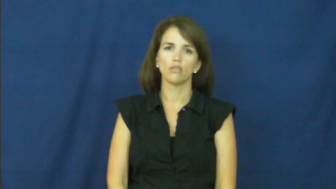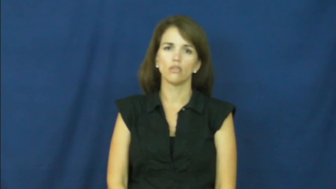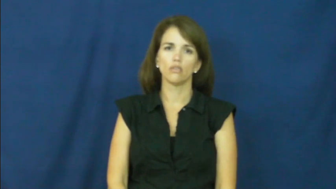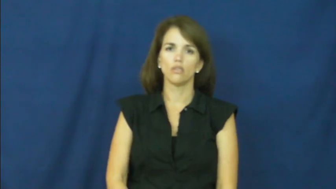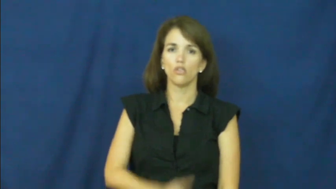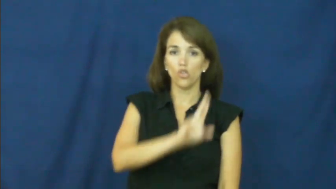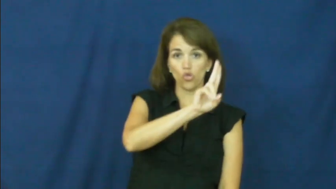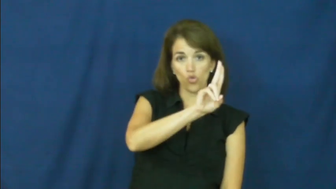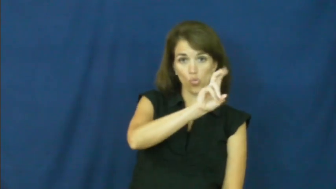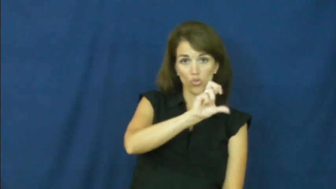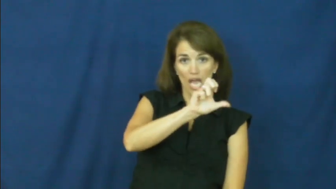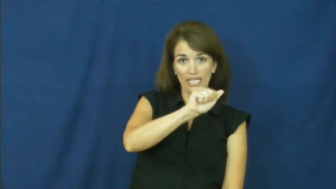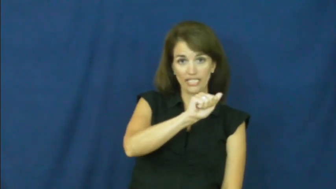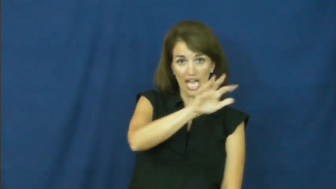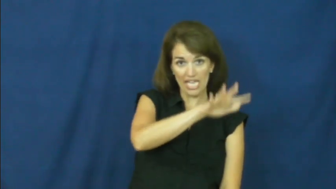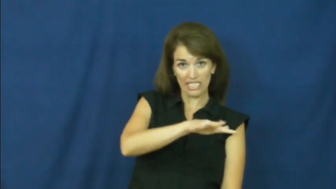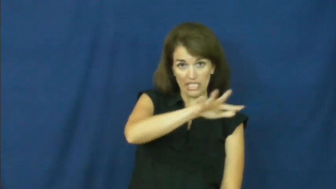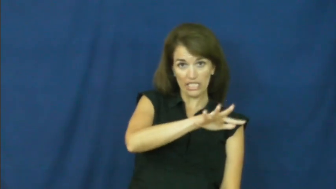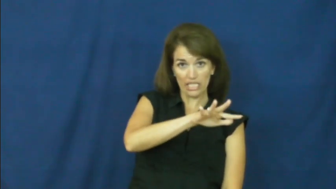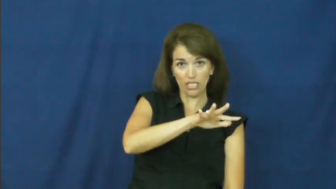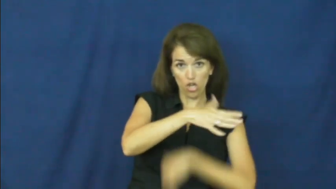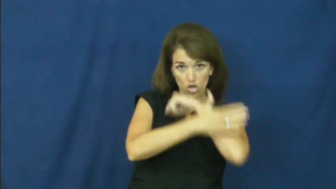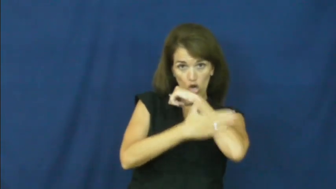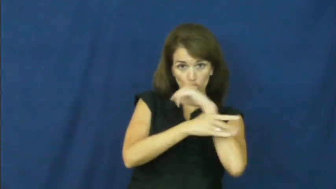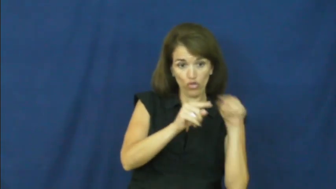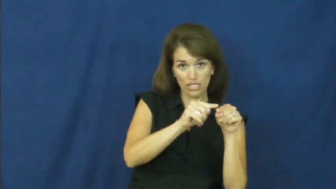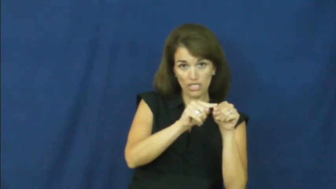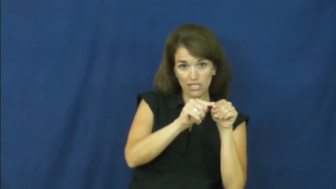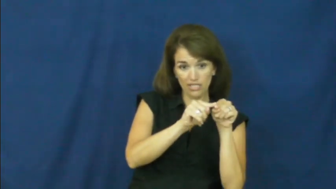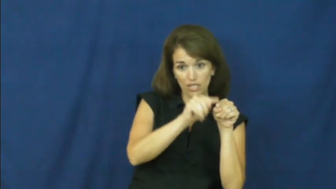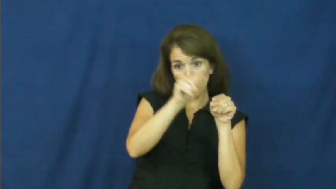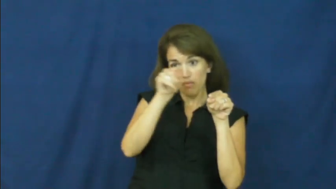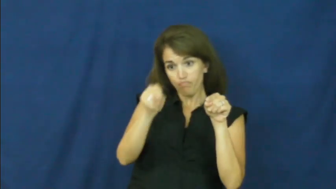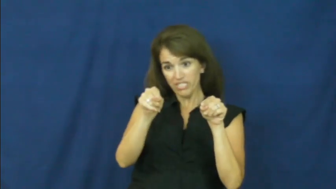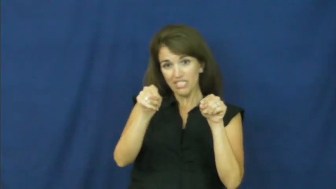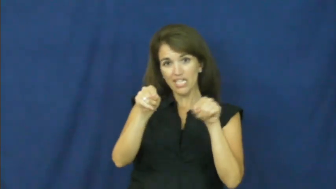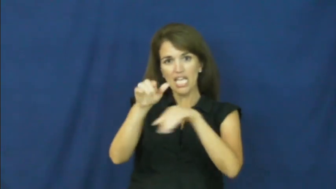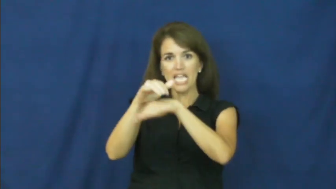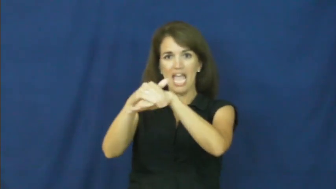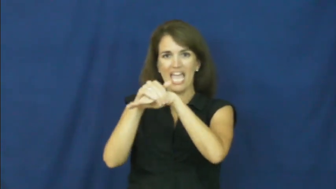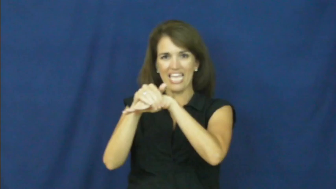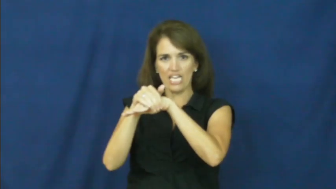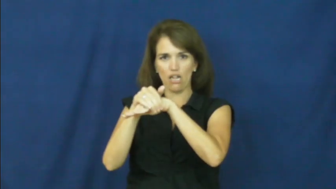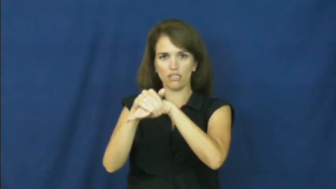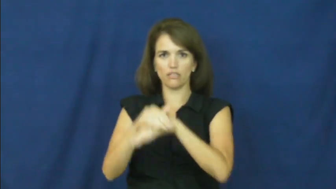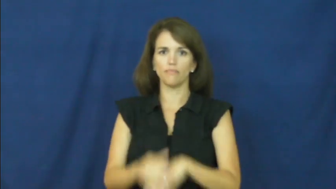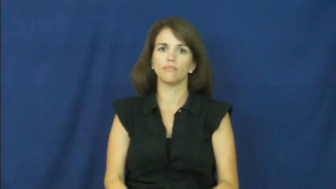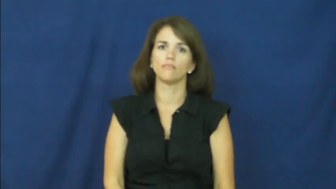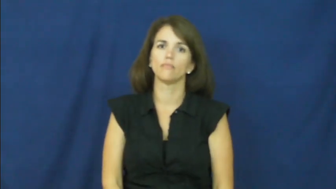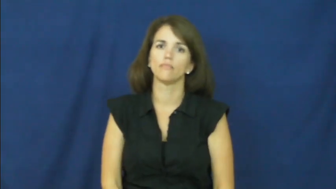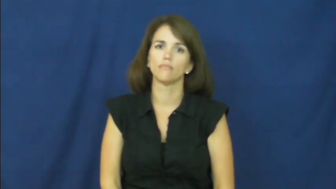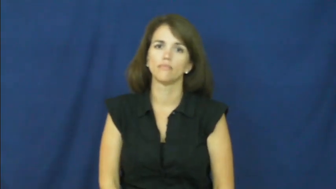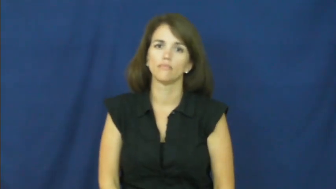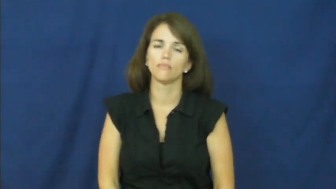"across the pond"